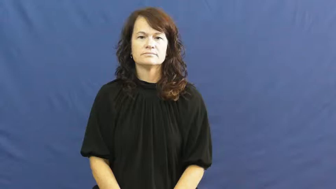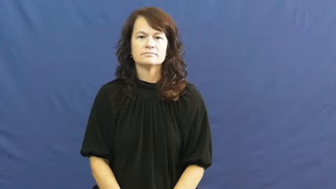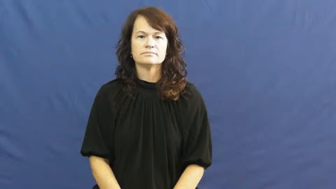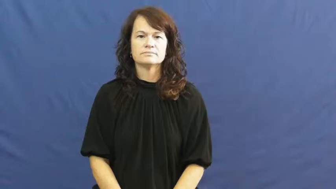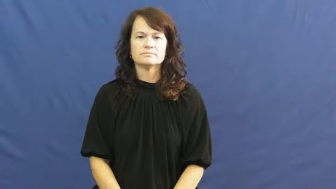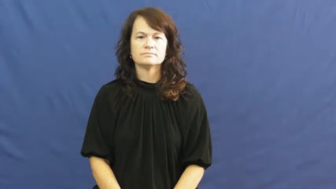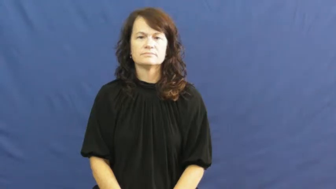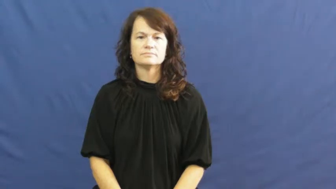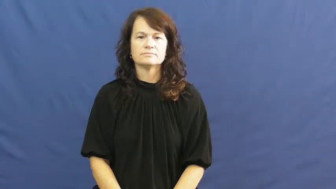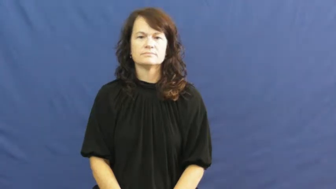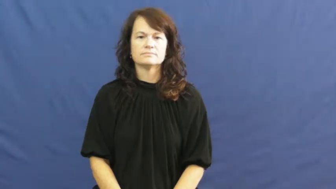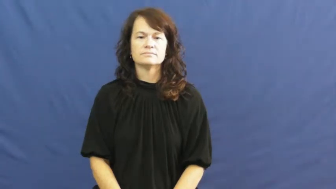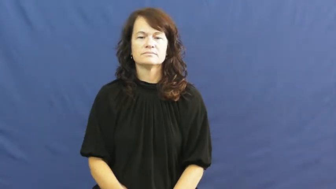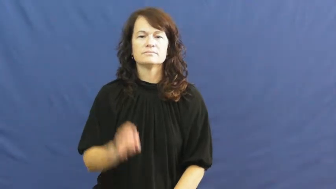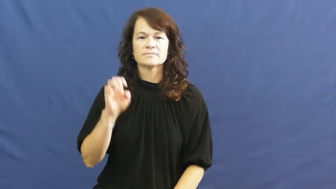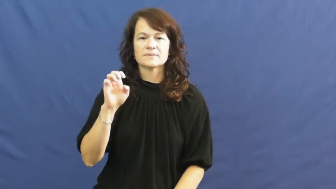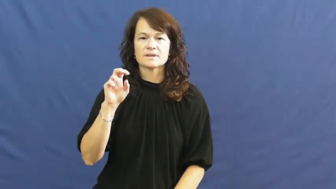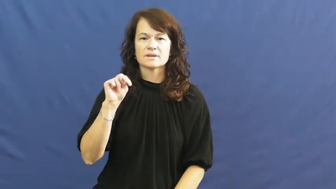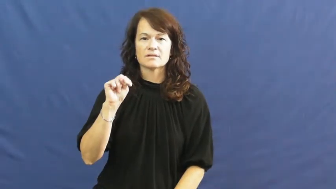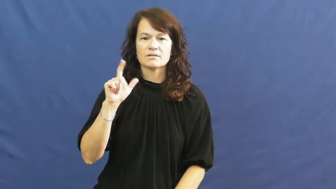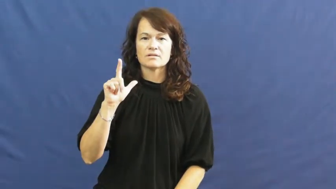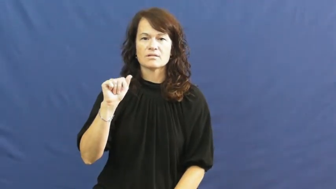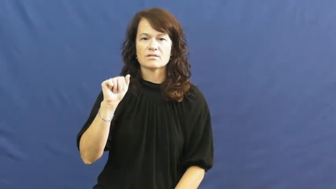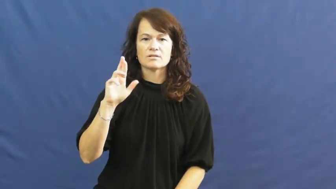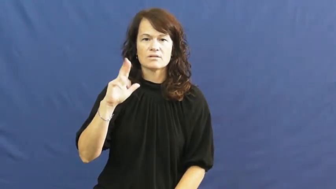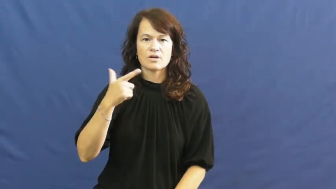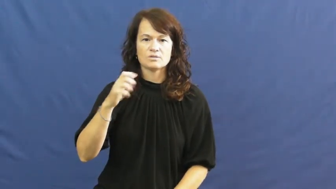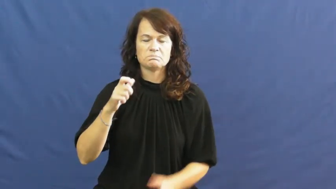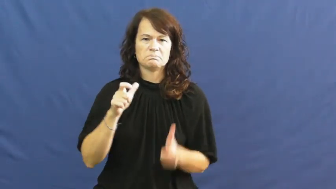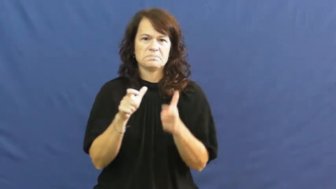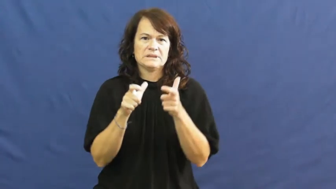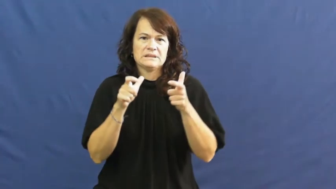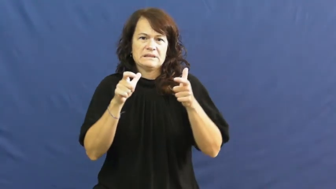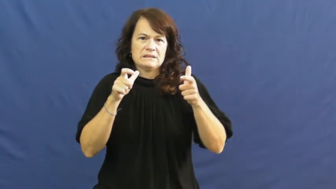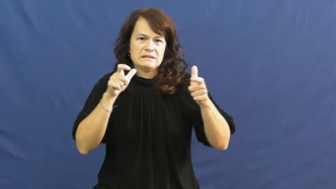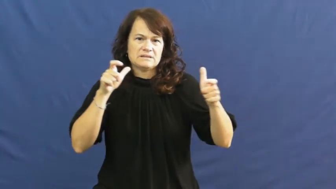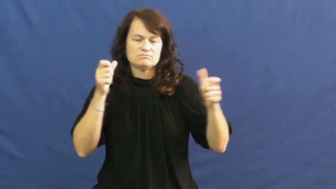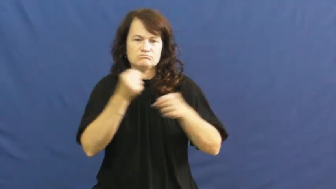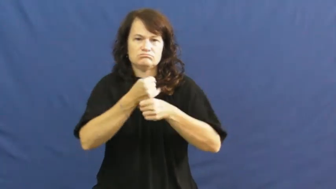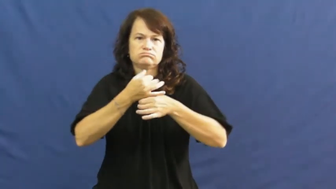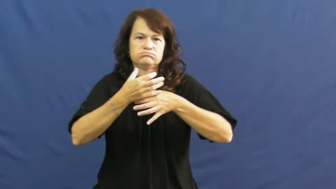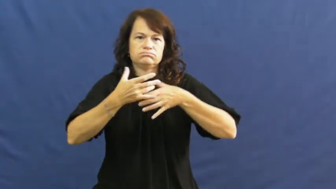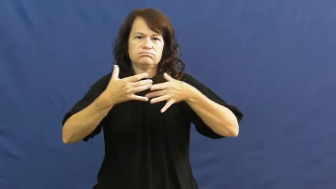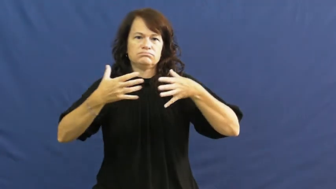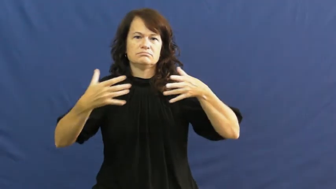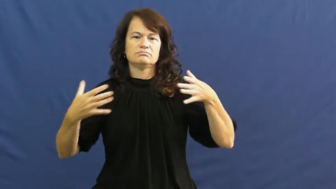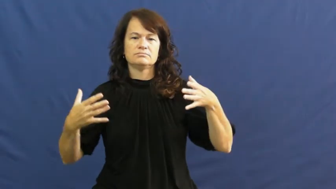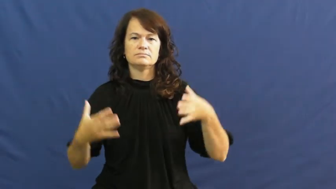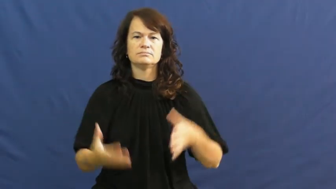enlarge